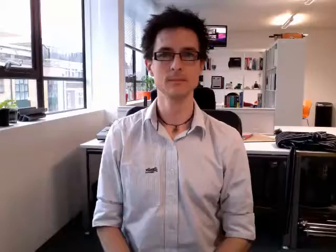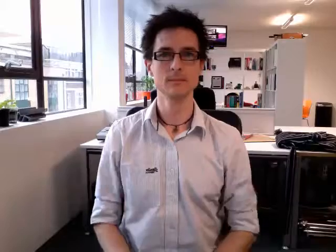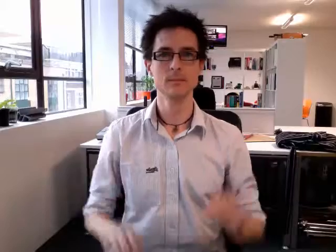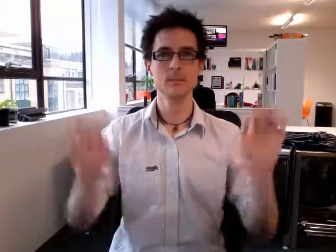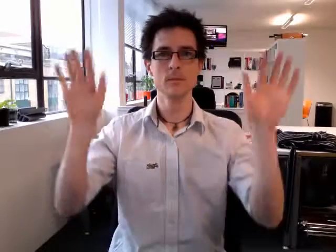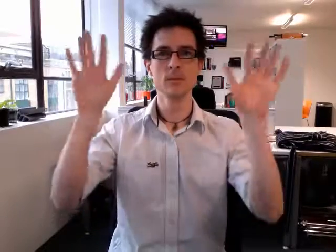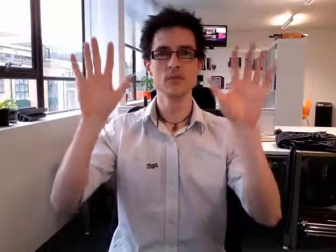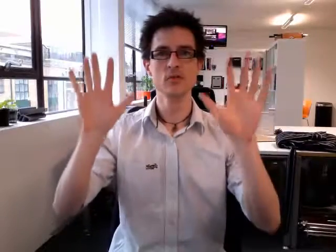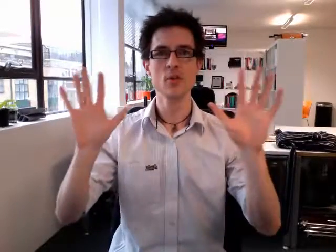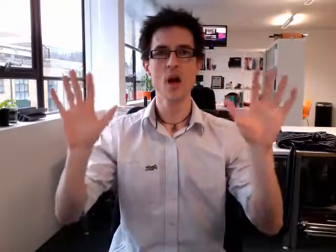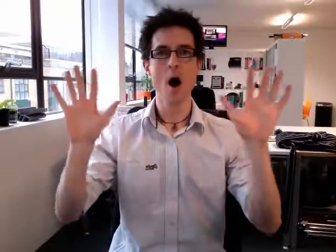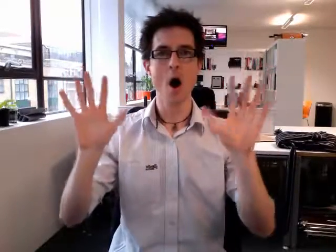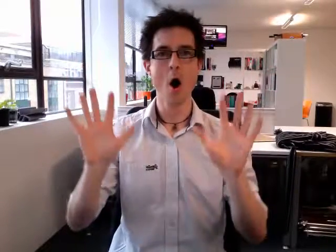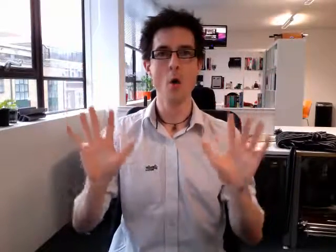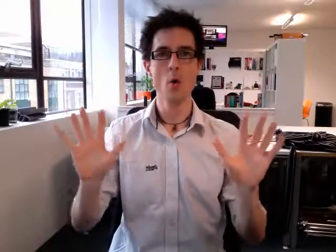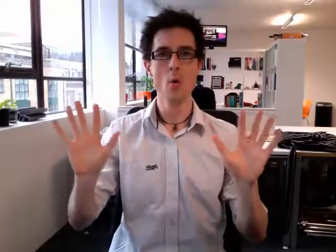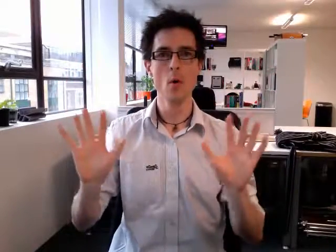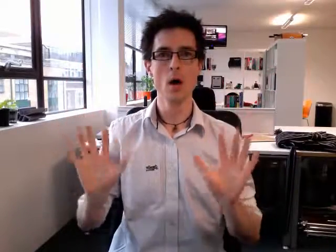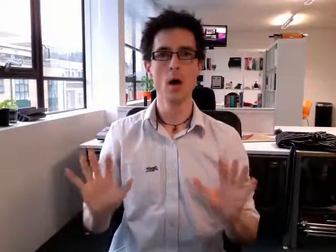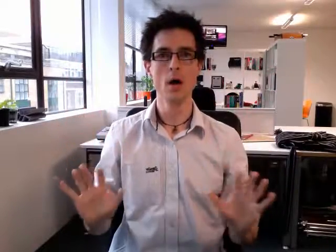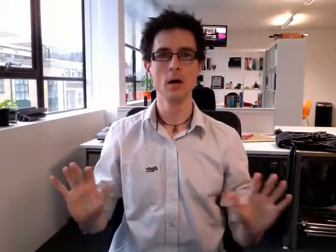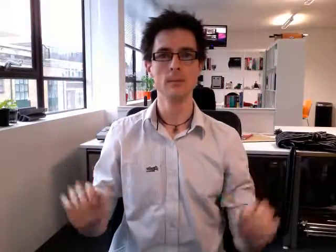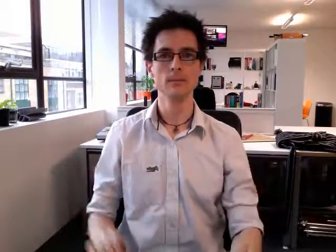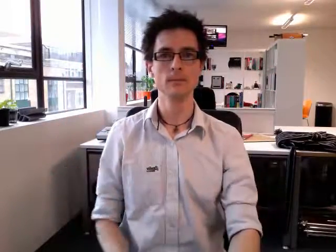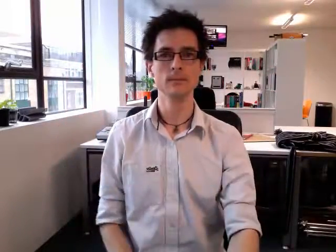snow